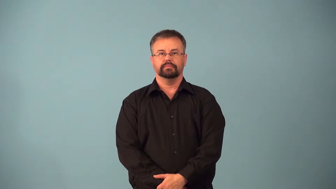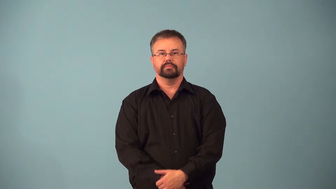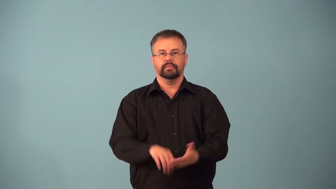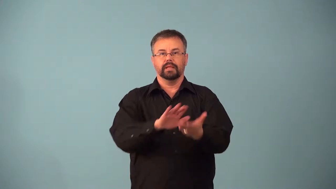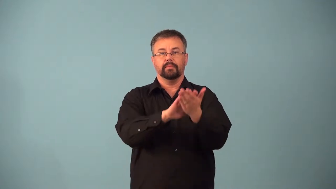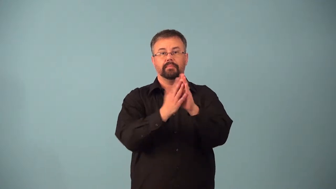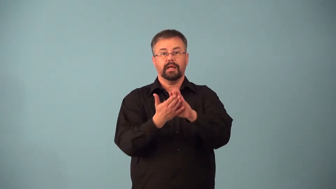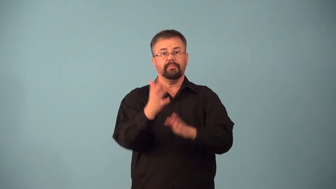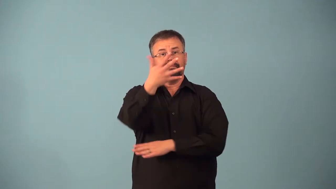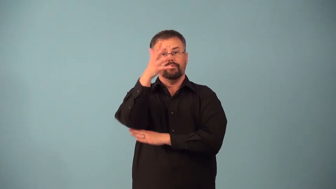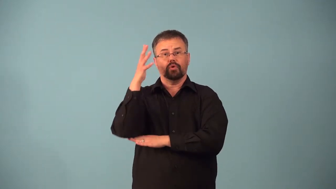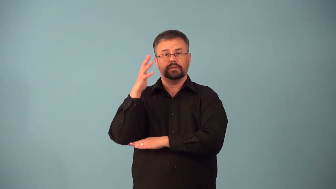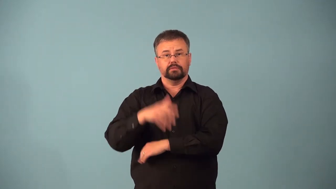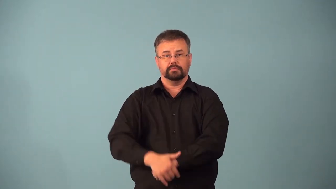afforest-establish forest